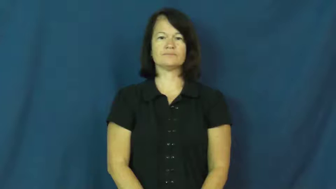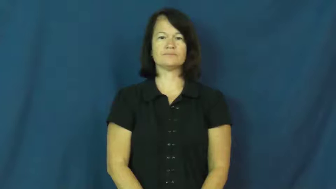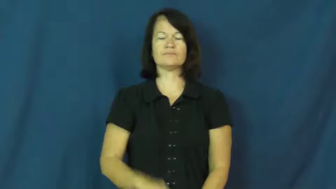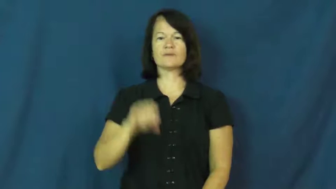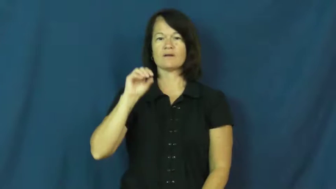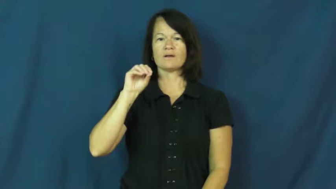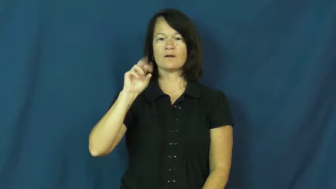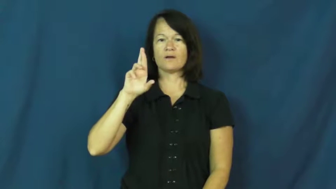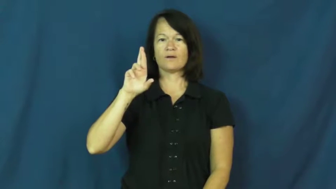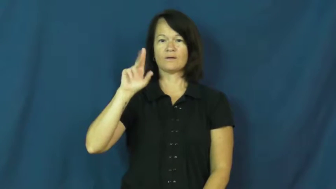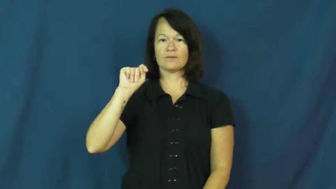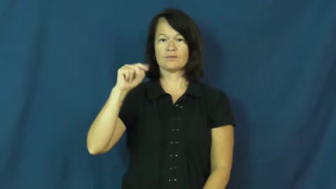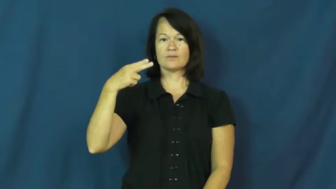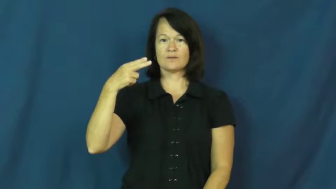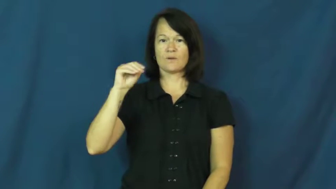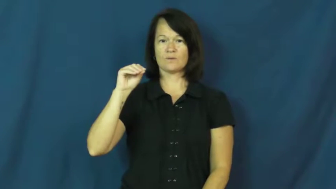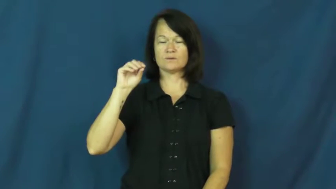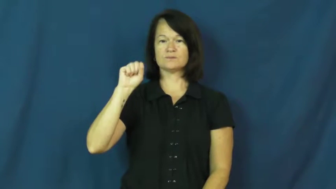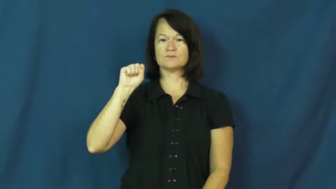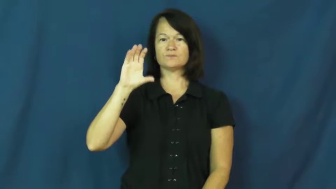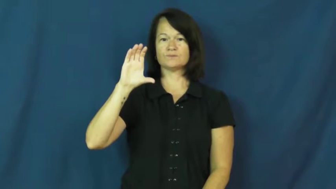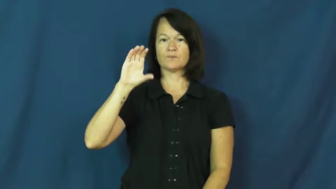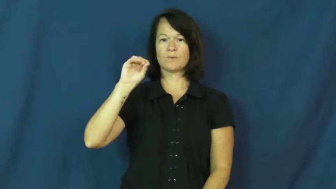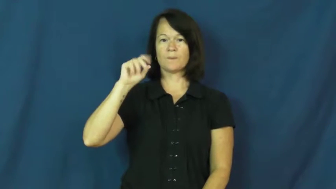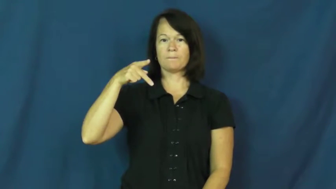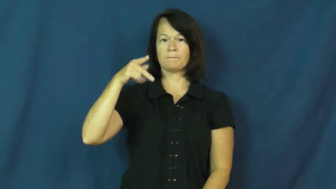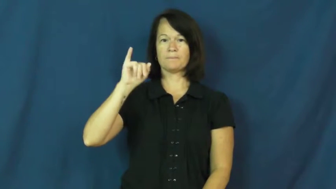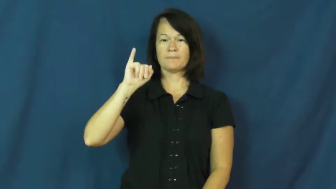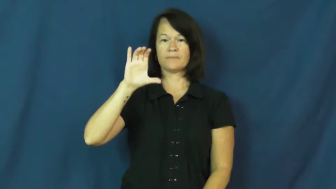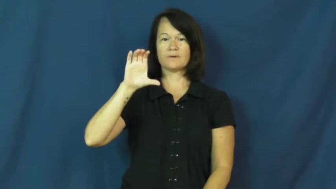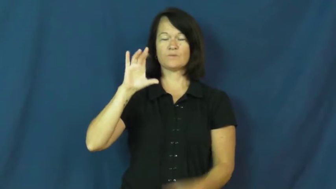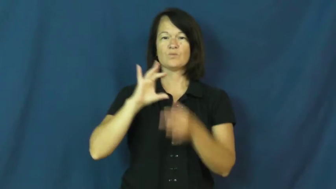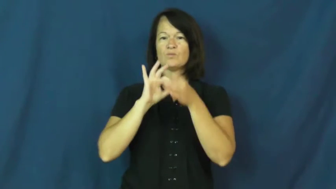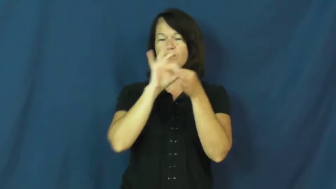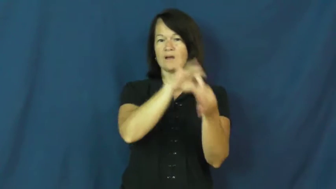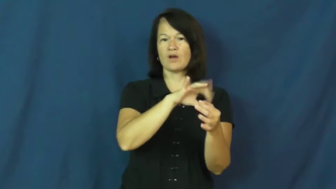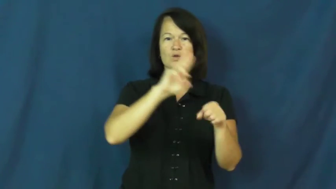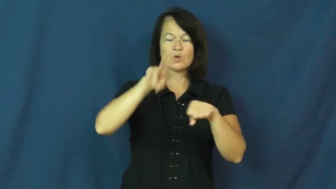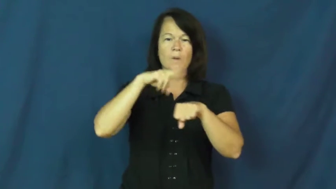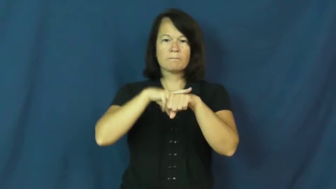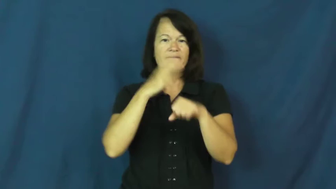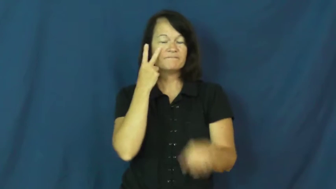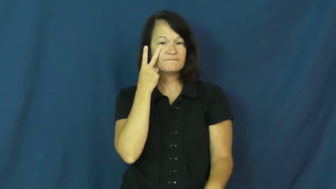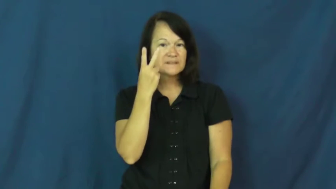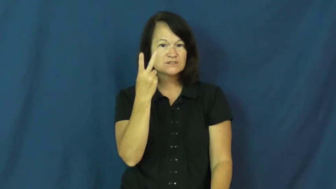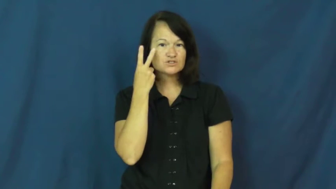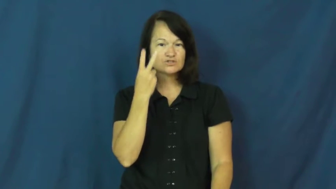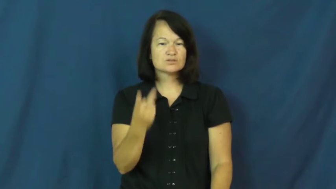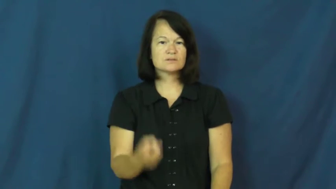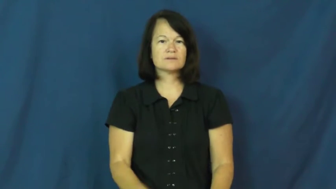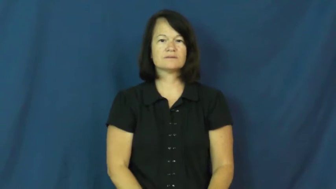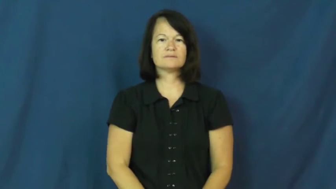orthoscopic